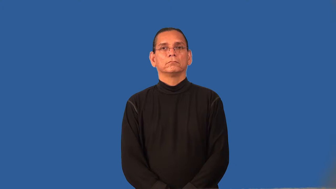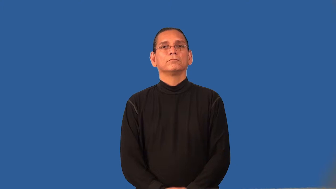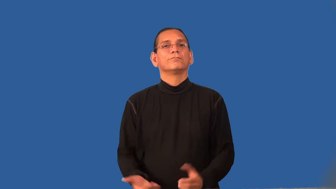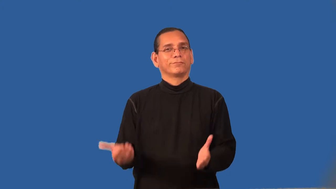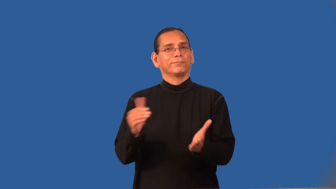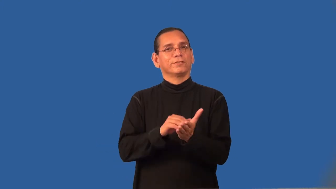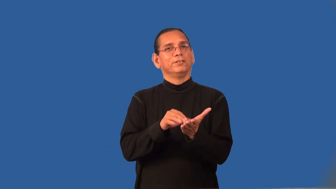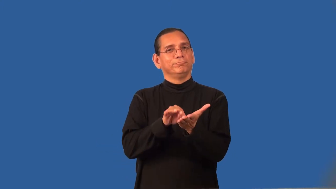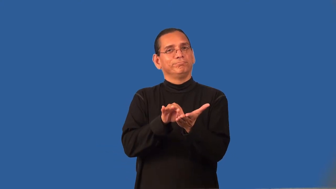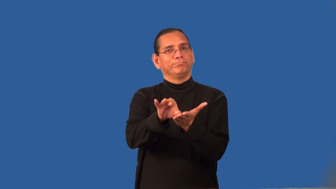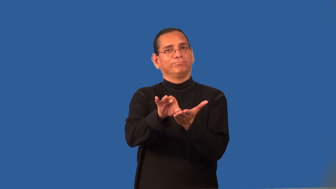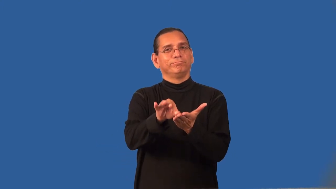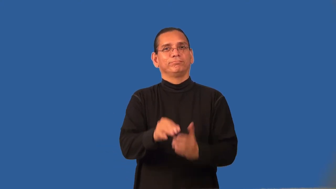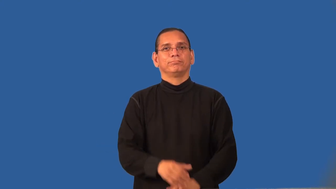recount-count again